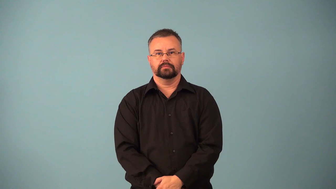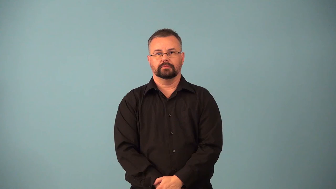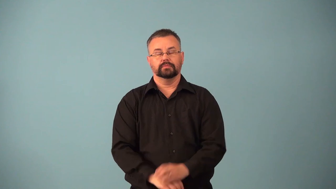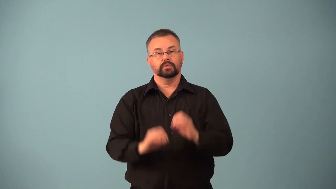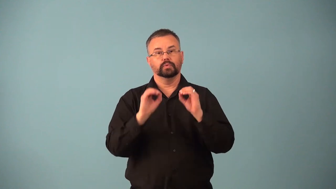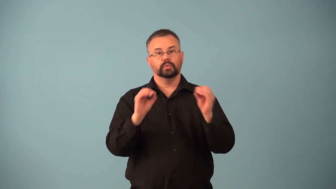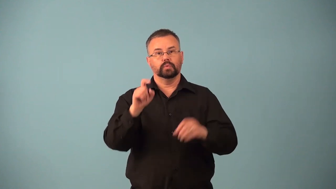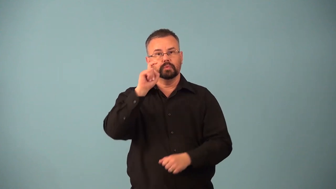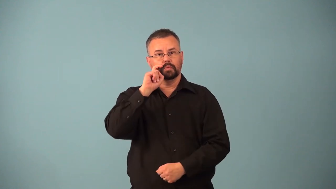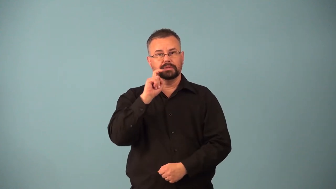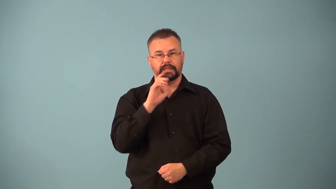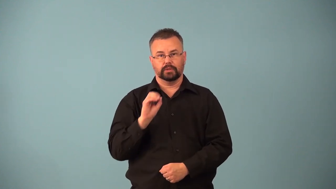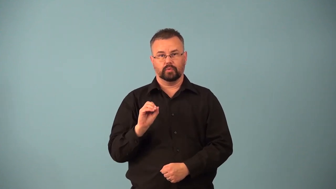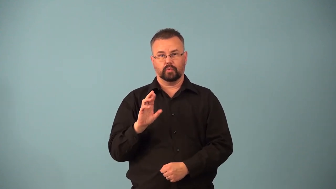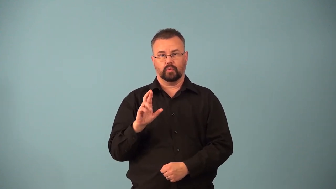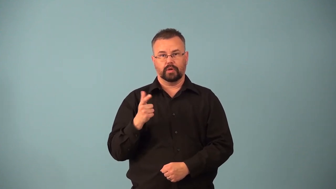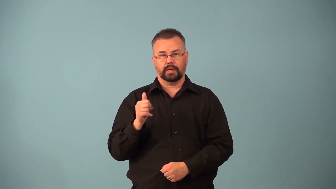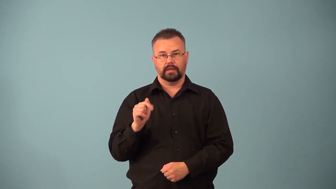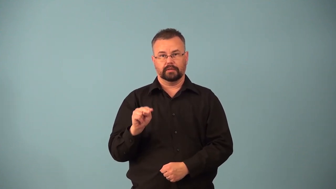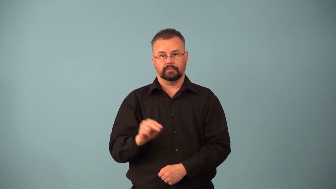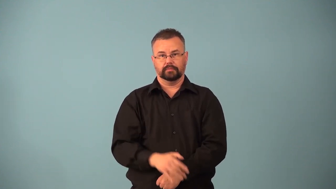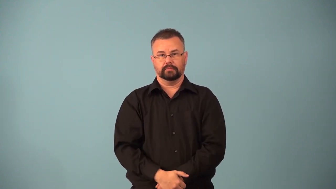asexual